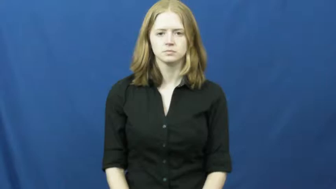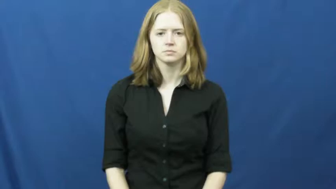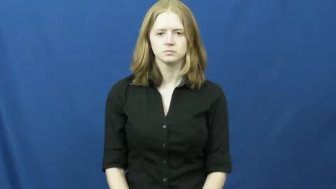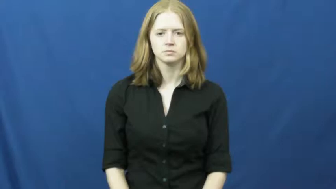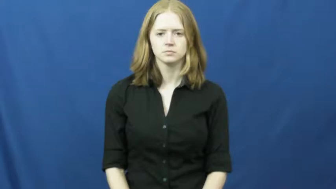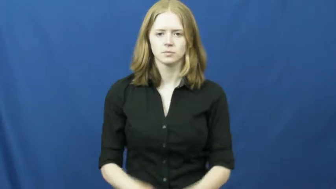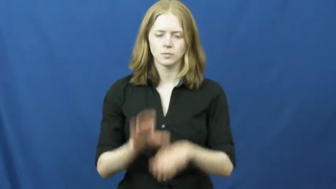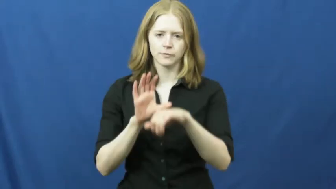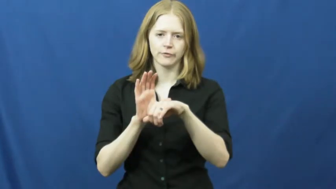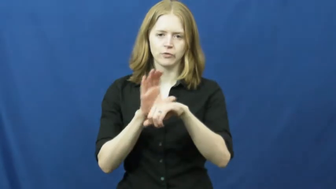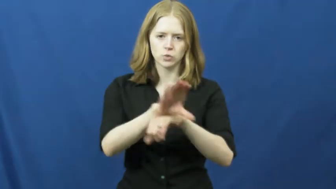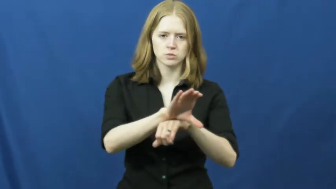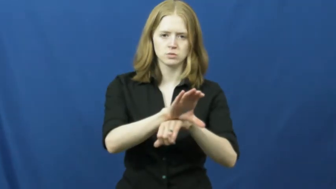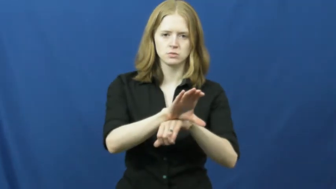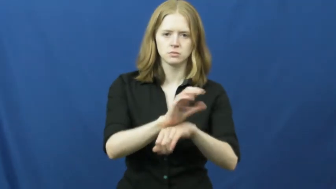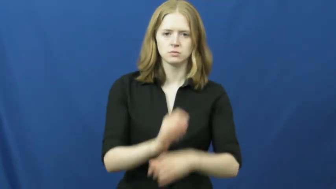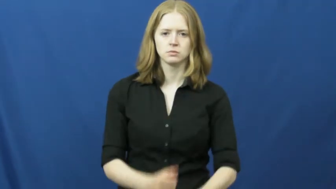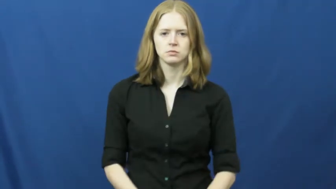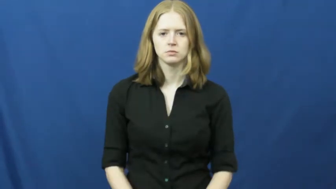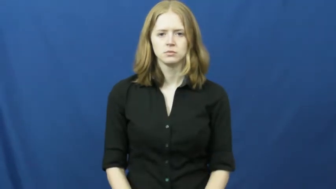force into-persuaded